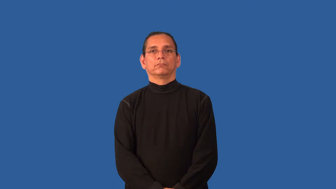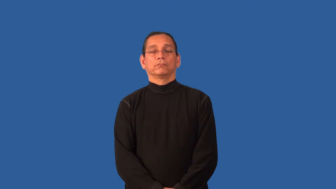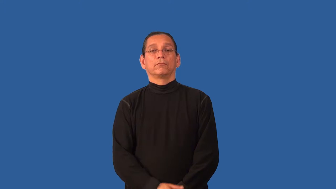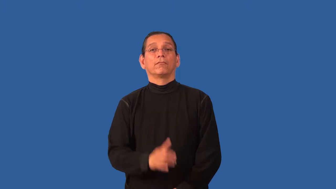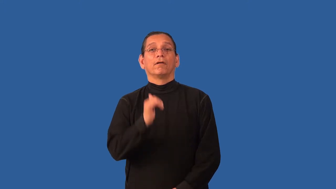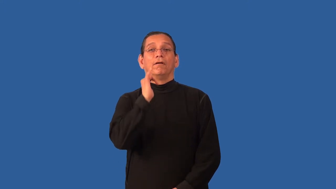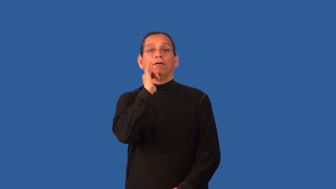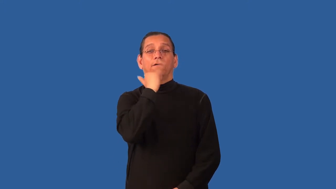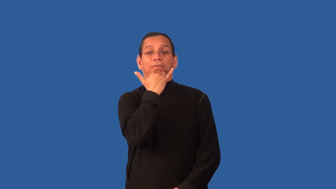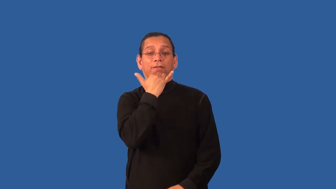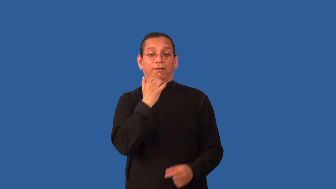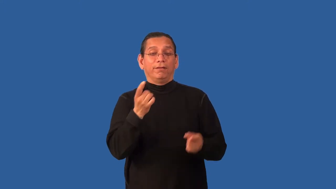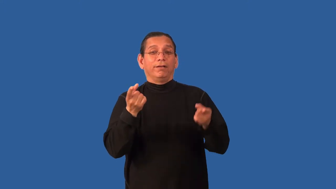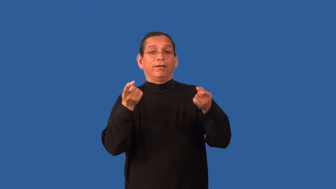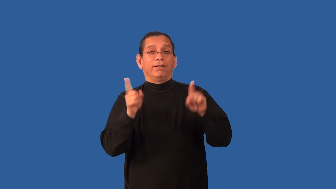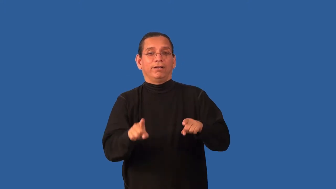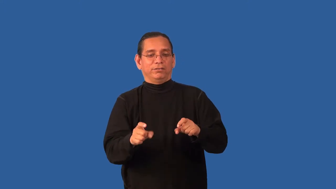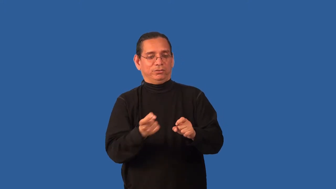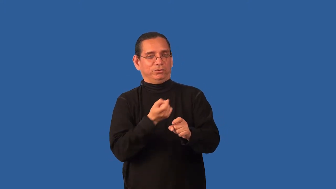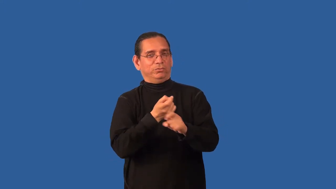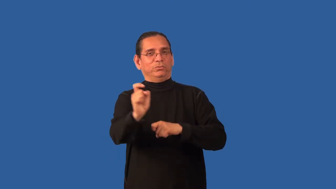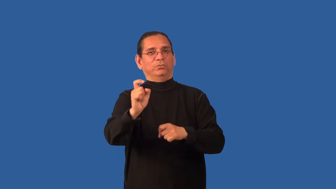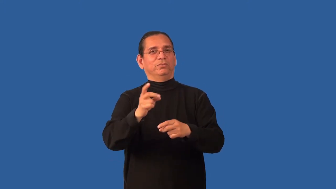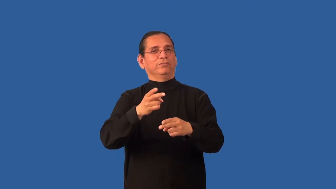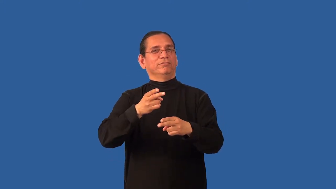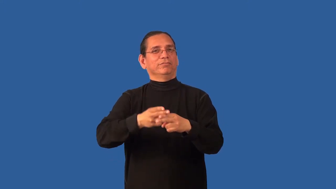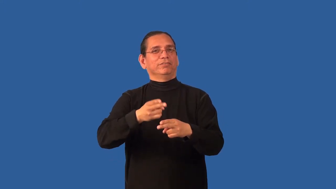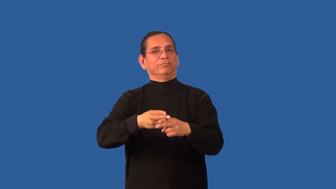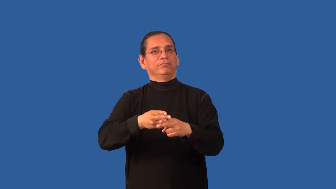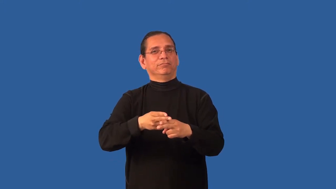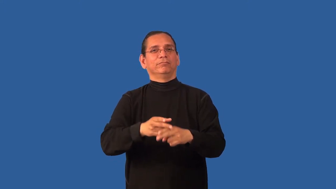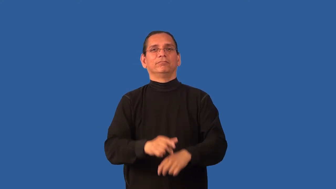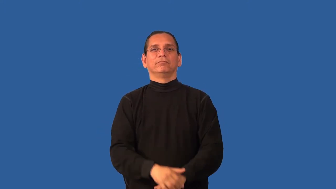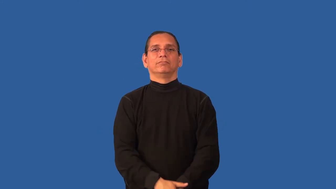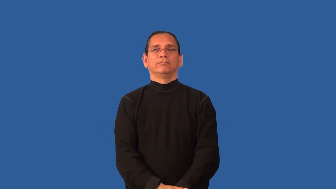blot-bad mark on reputation